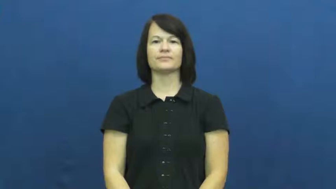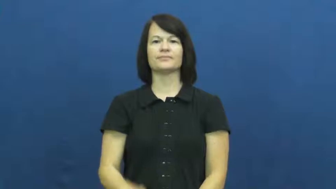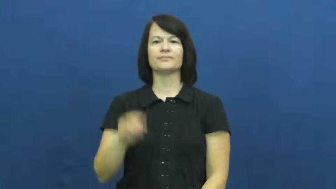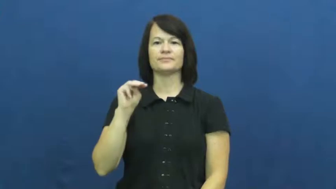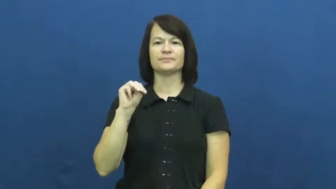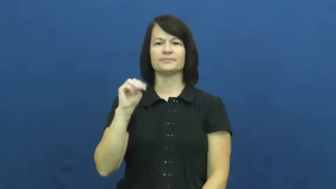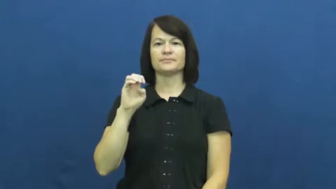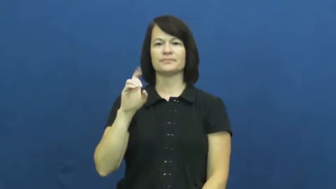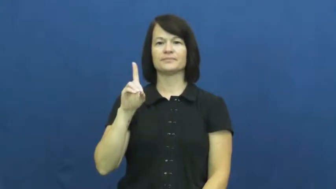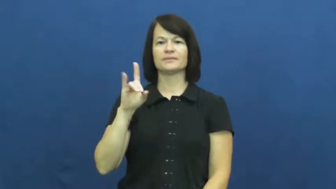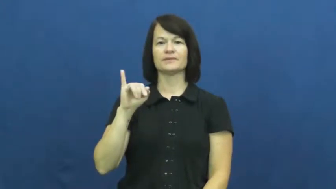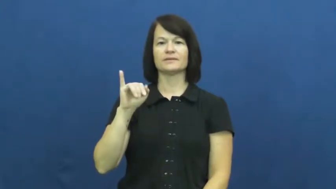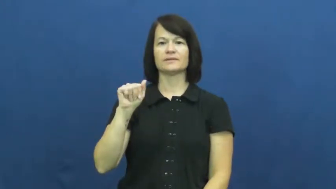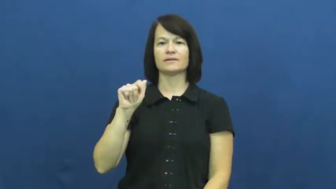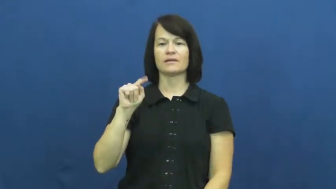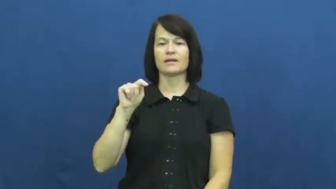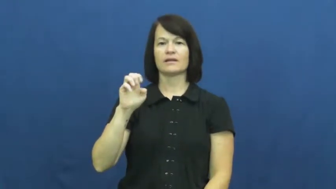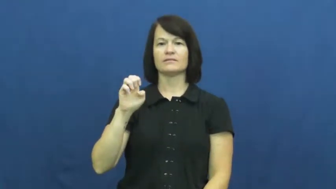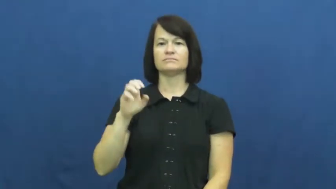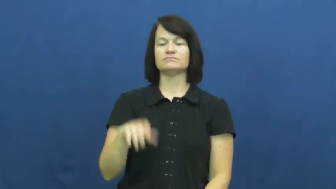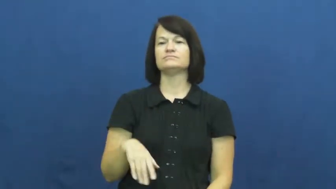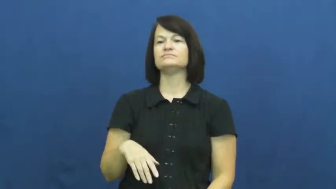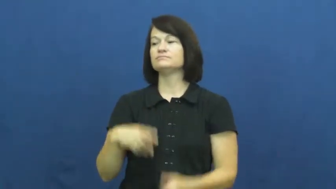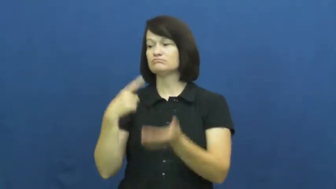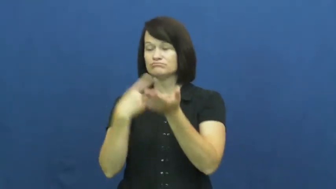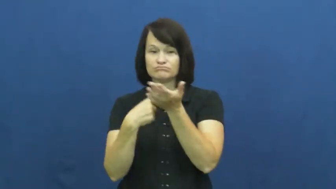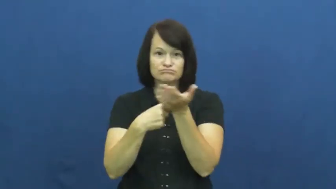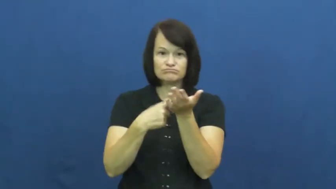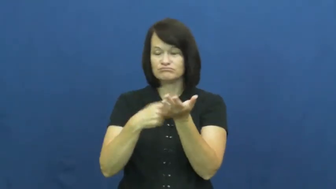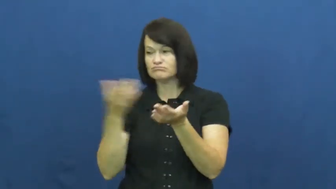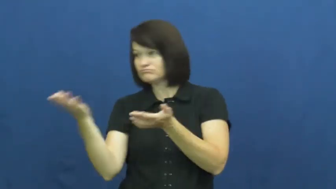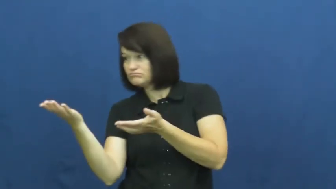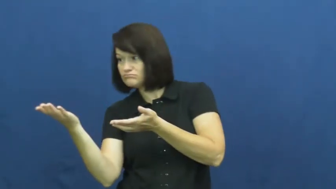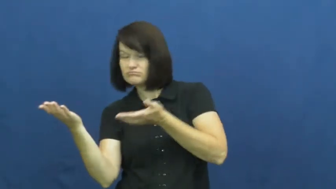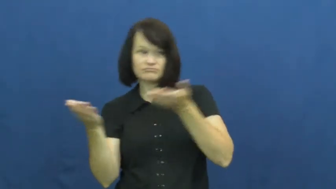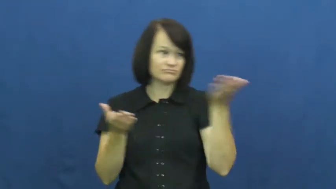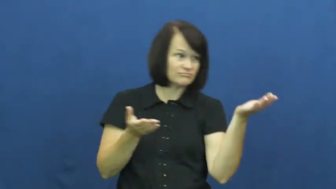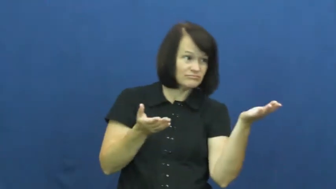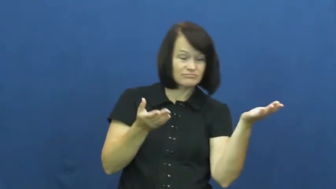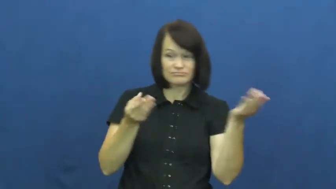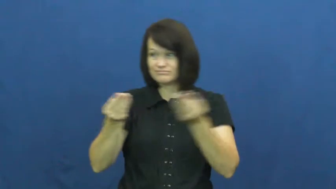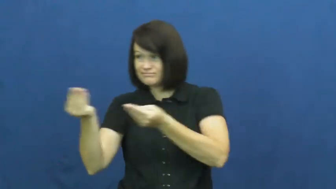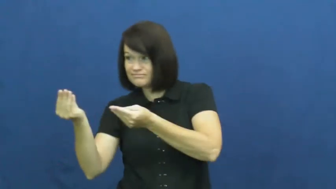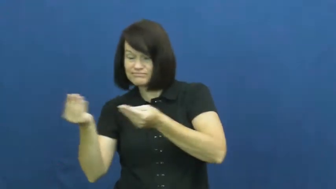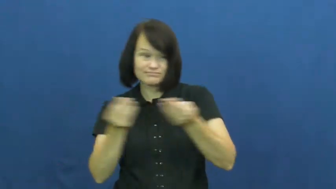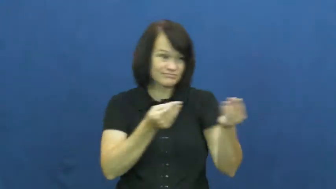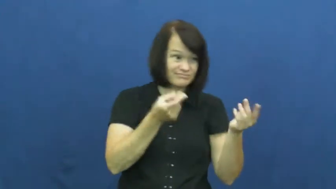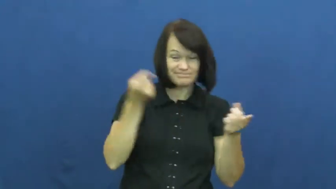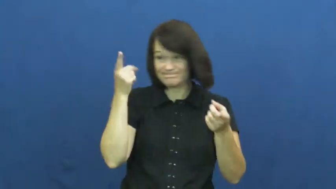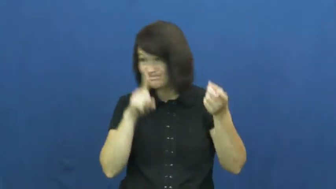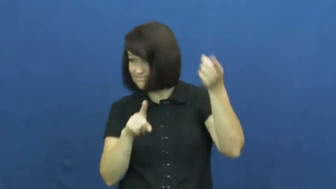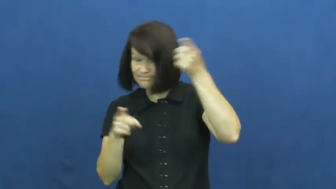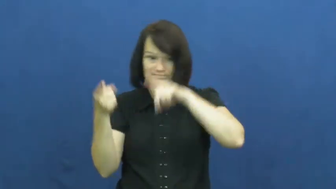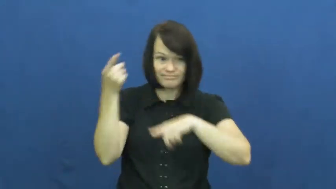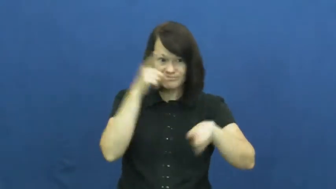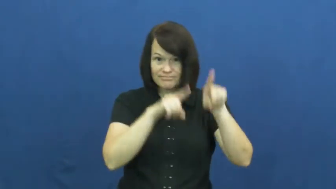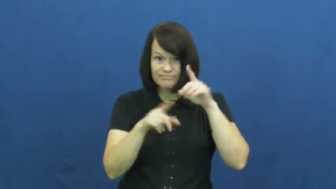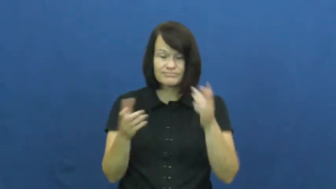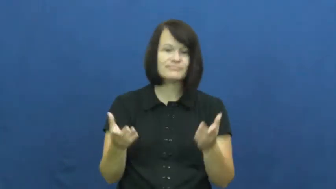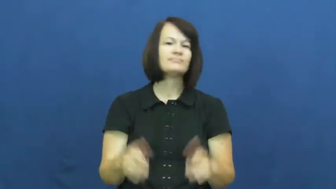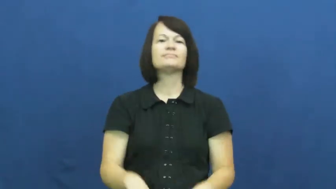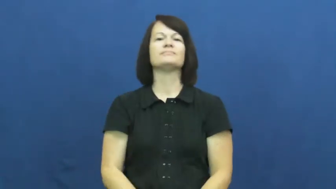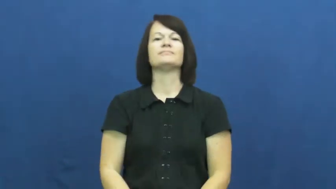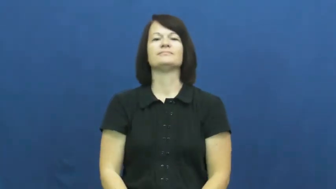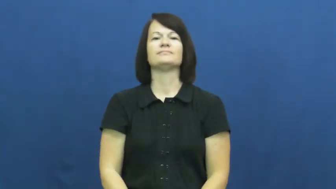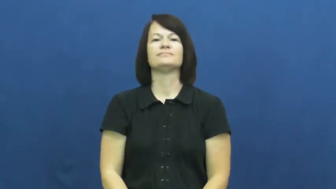mediate